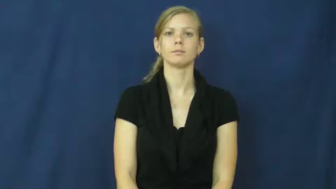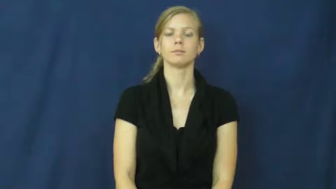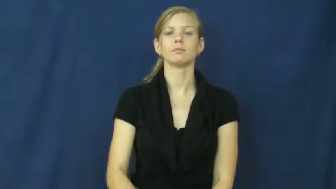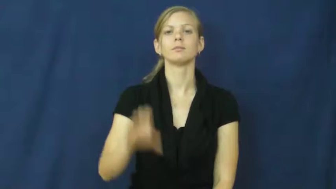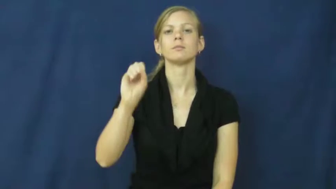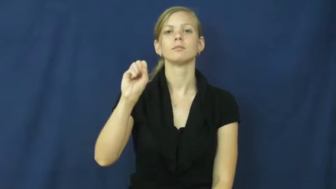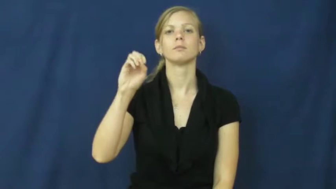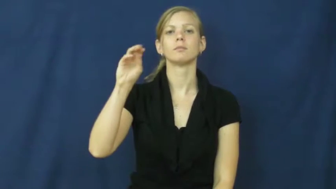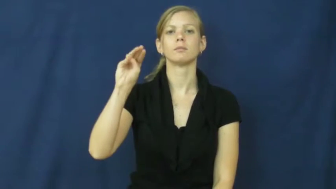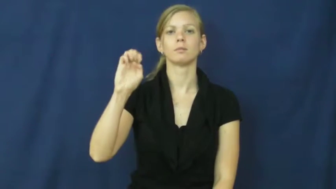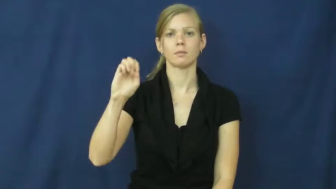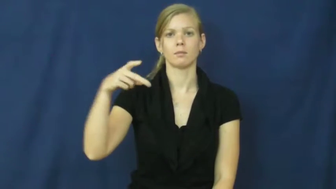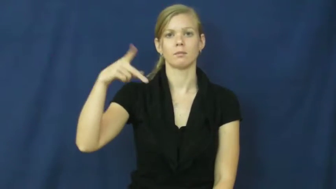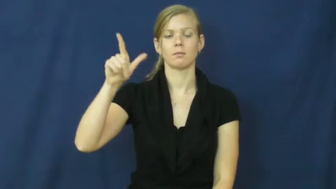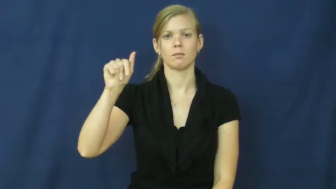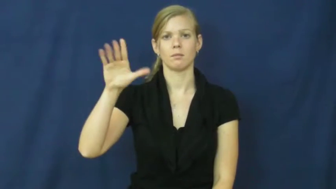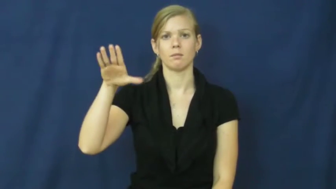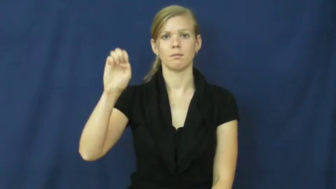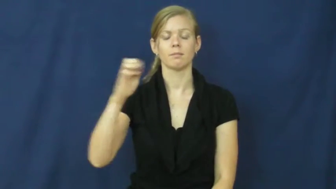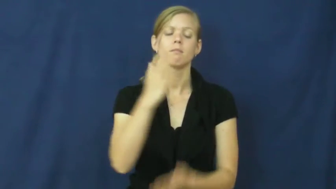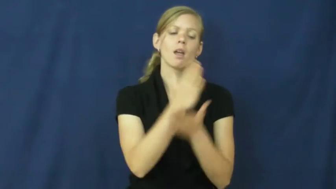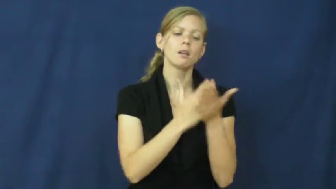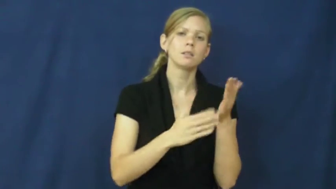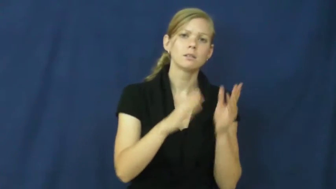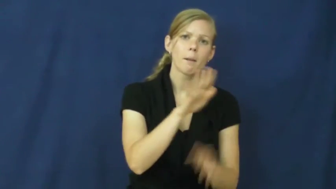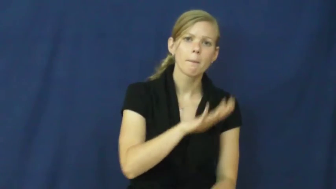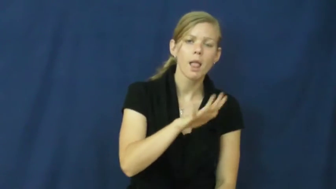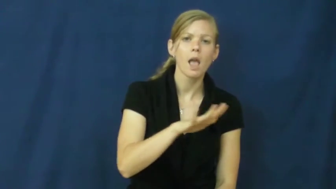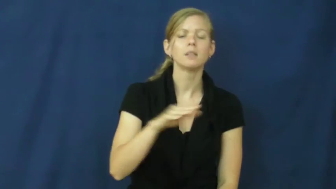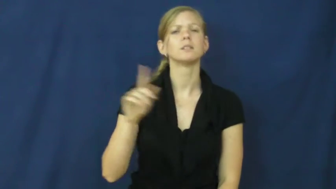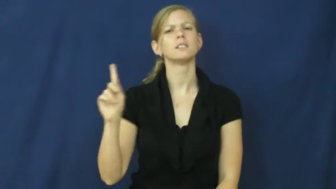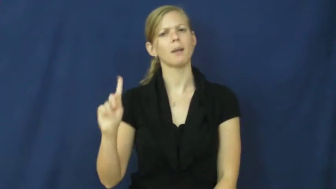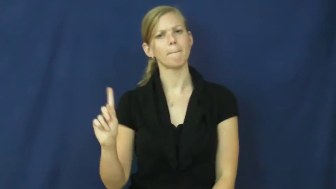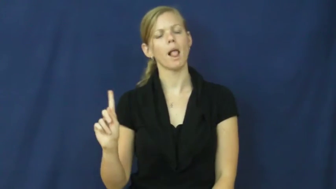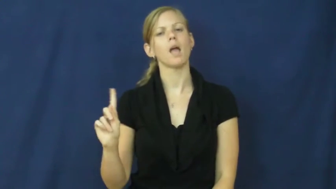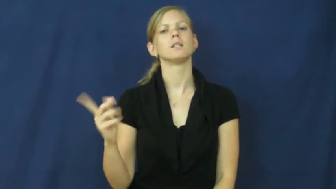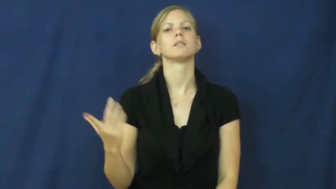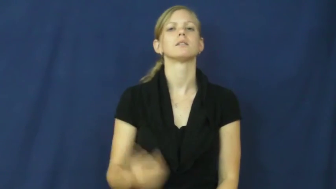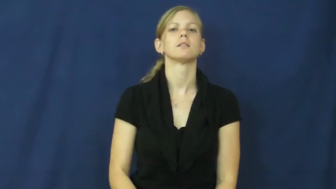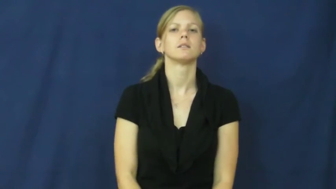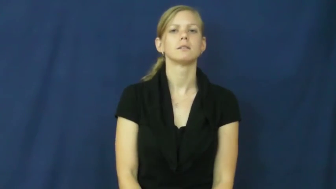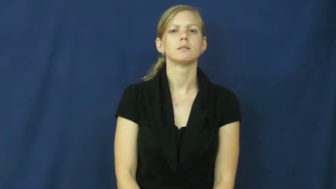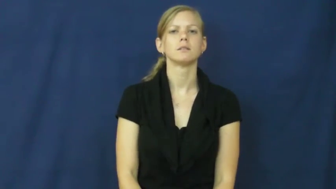someplace